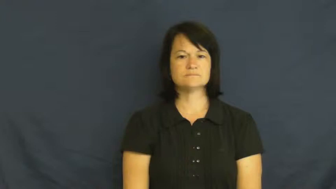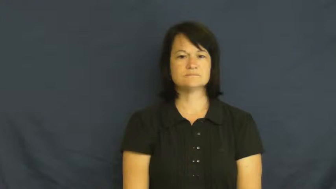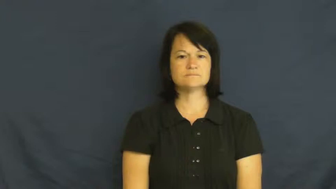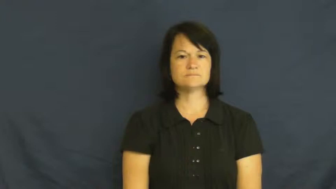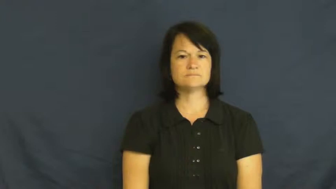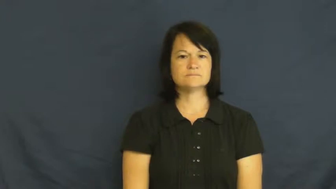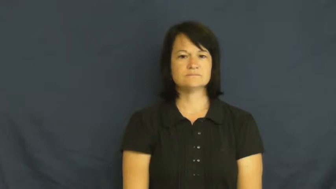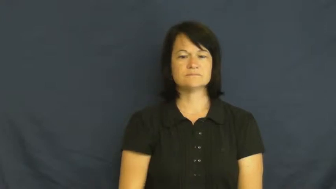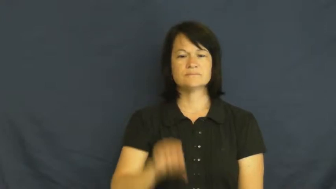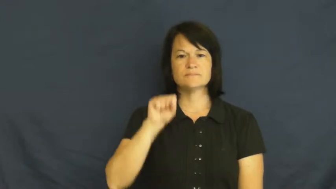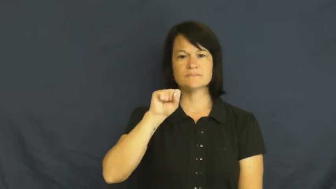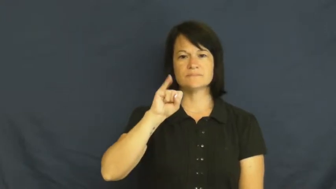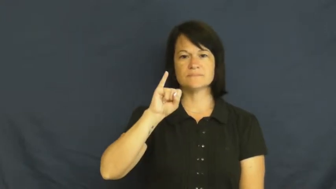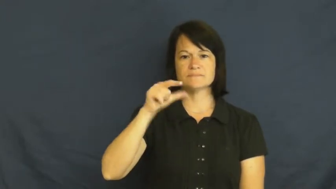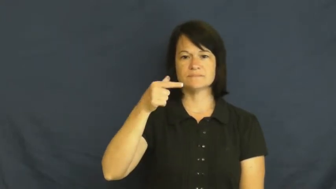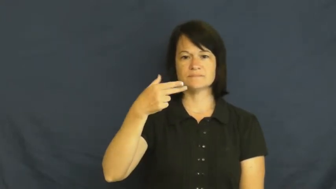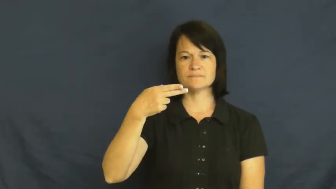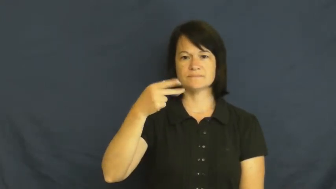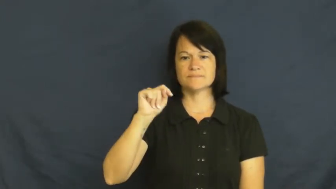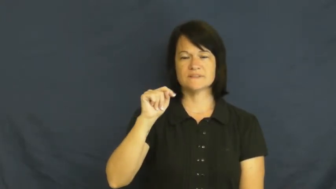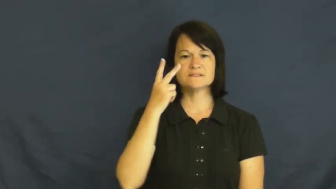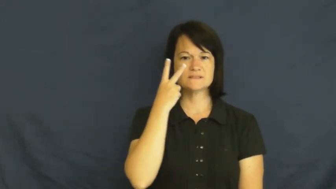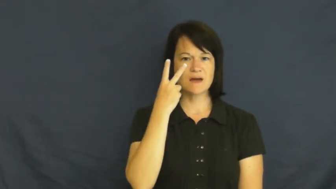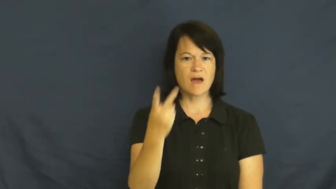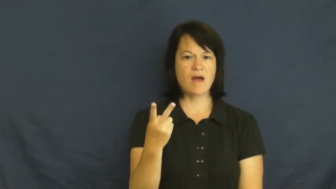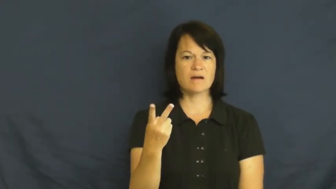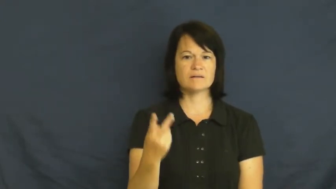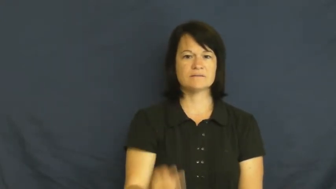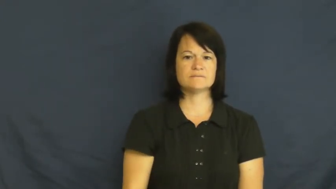sight-vision